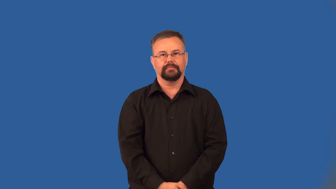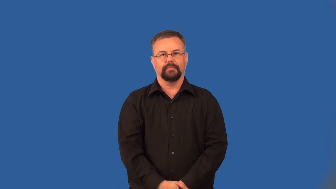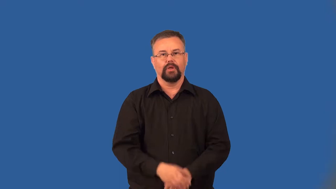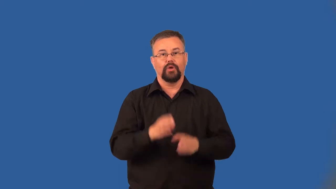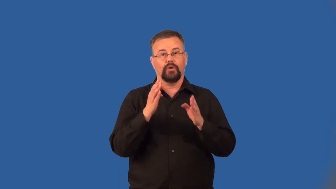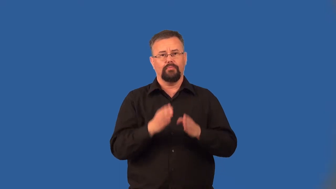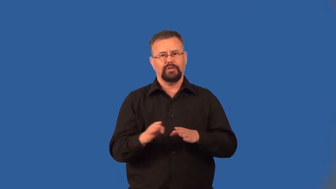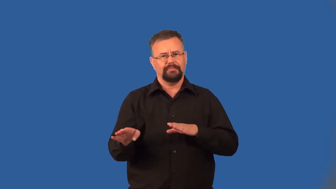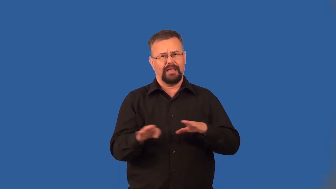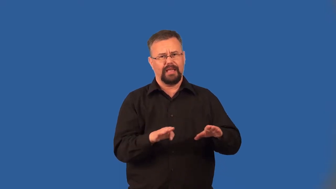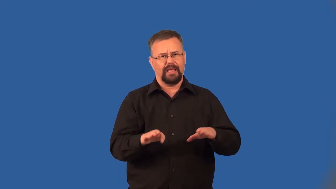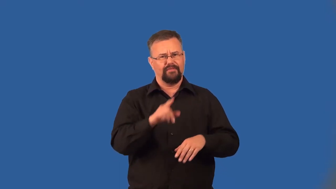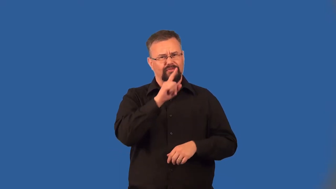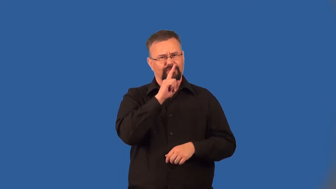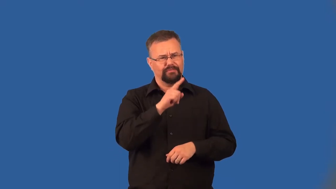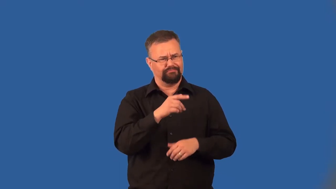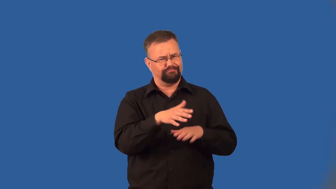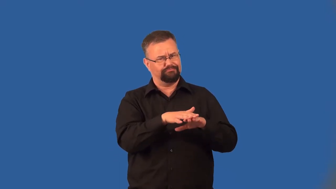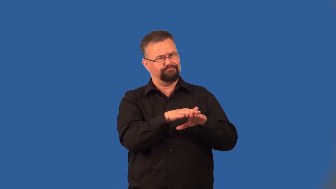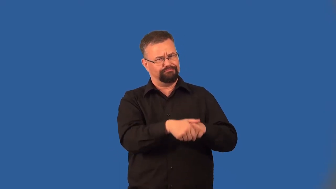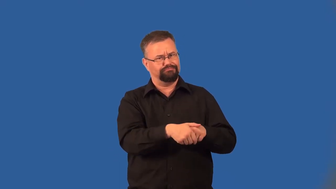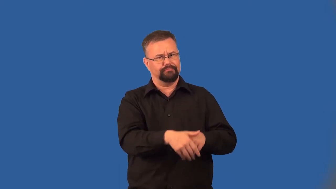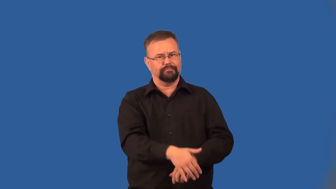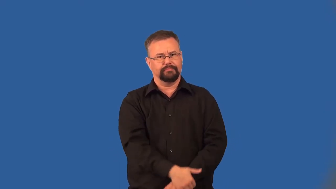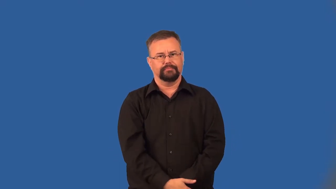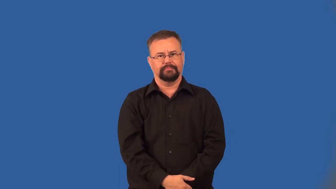pretender,poseur